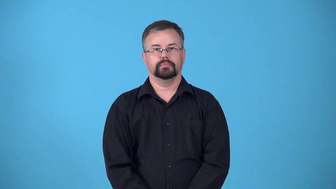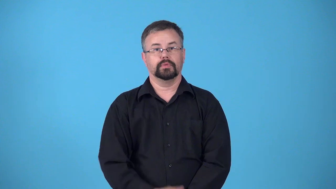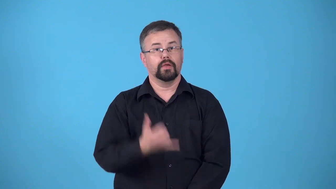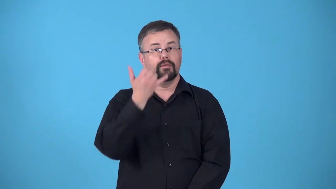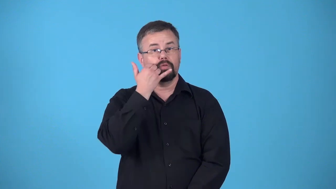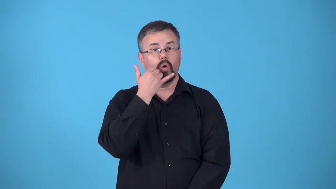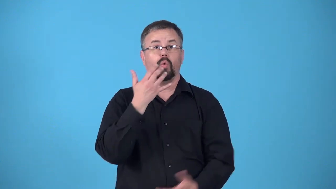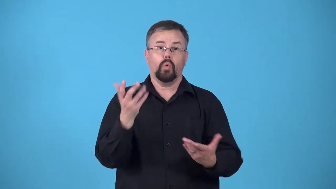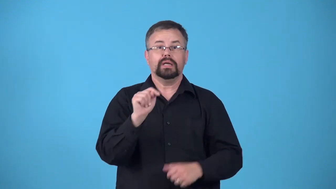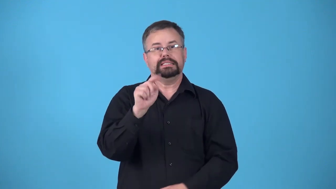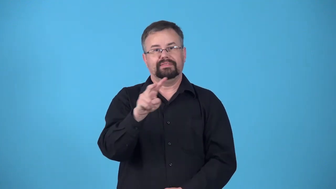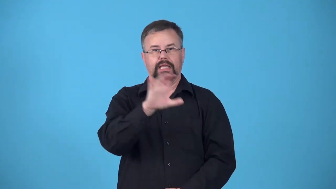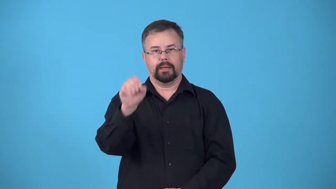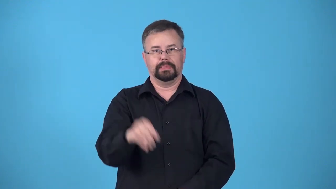carrier-company that provides telephone or television service